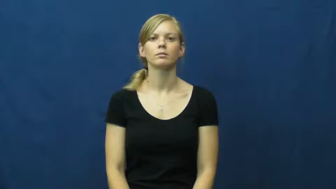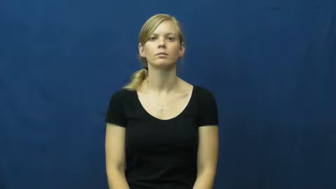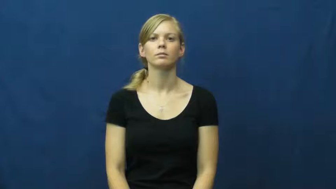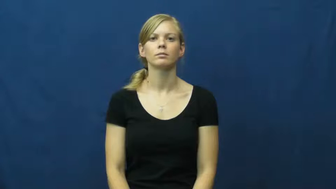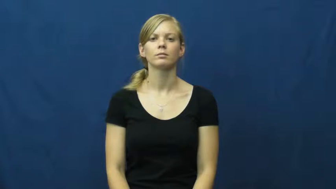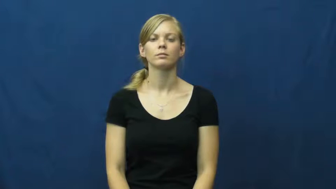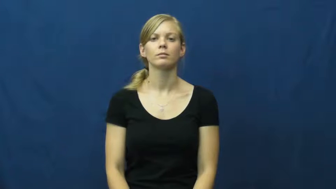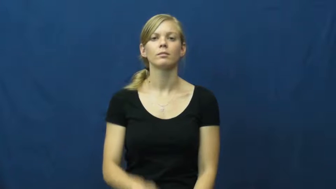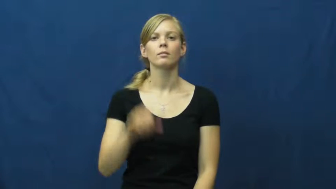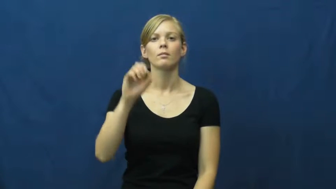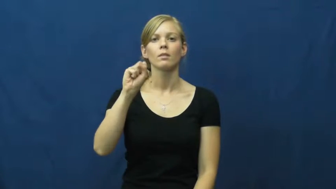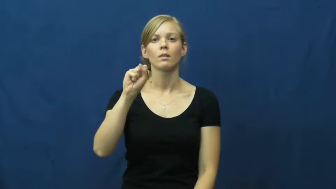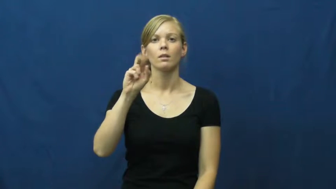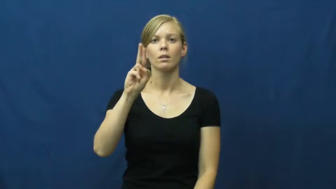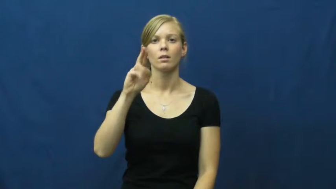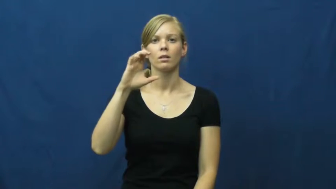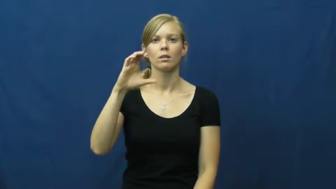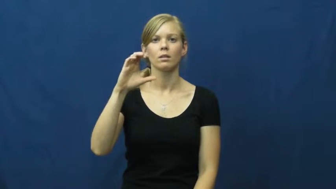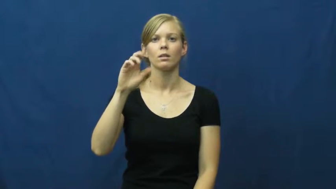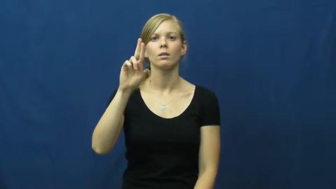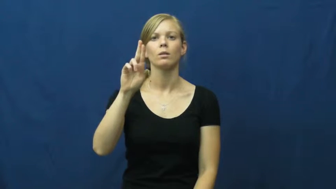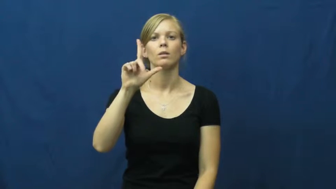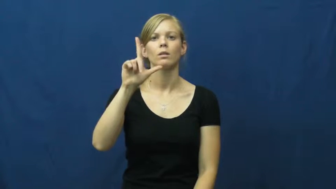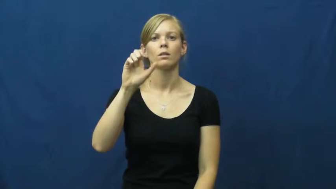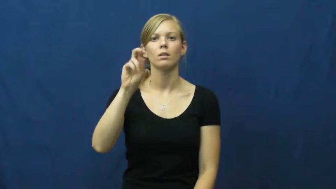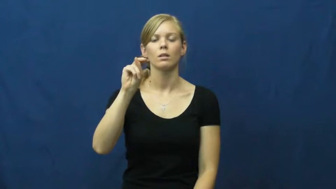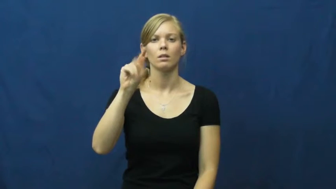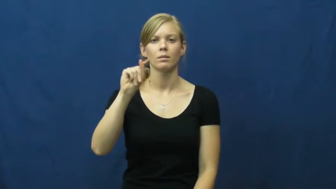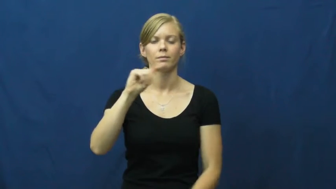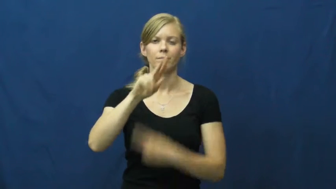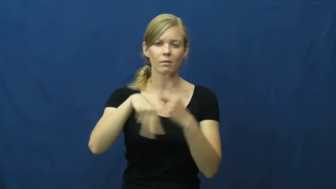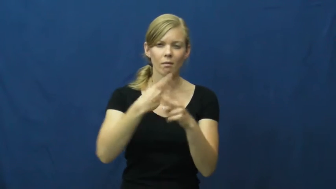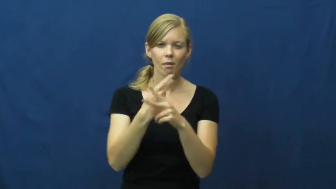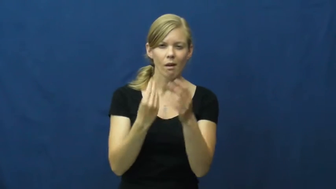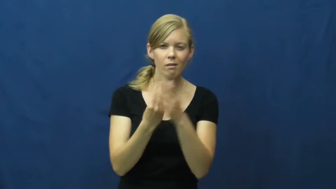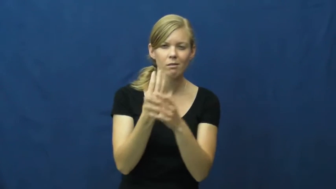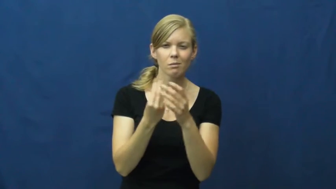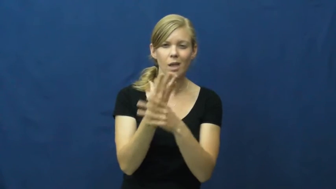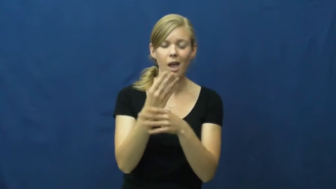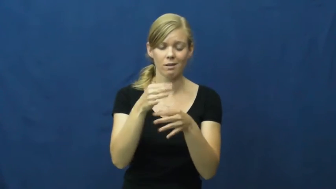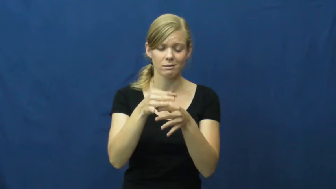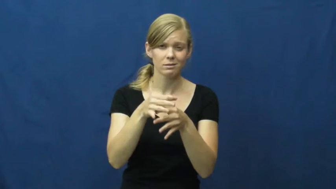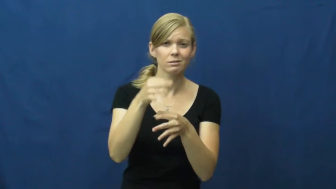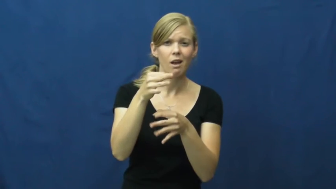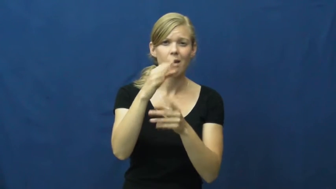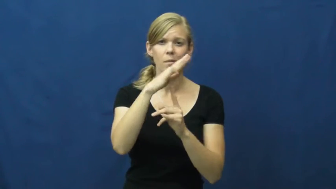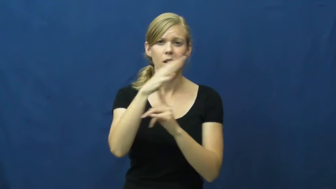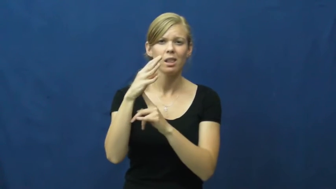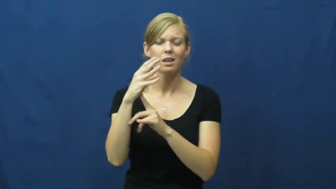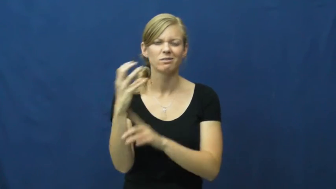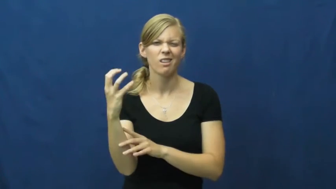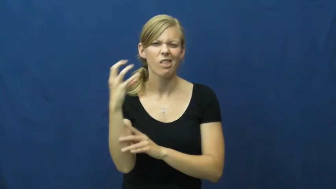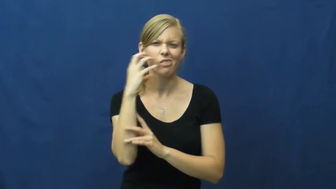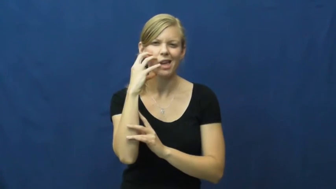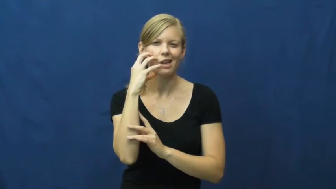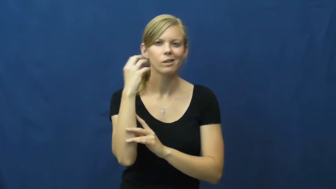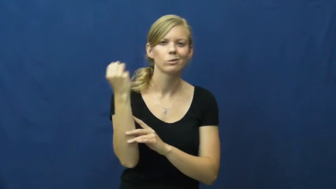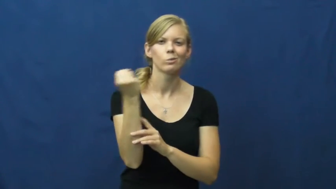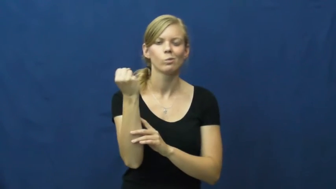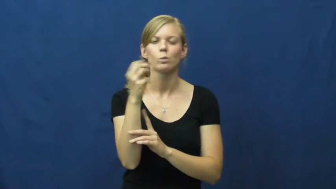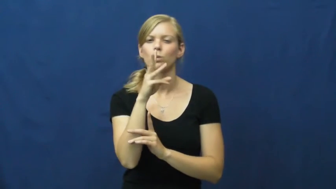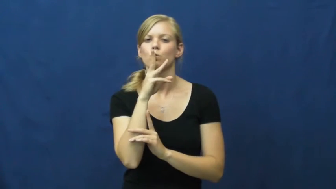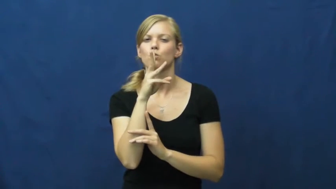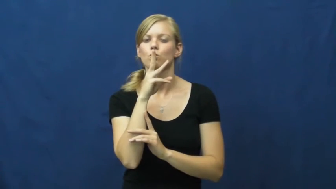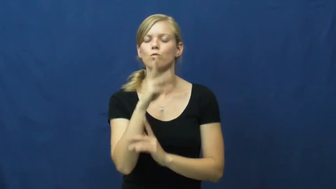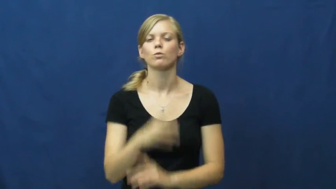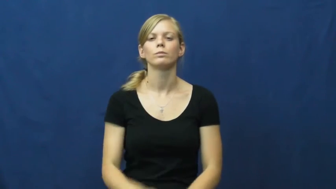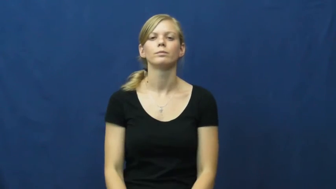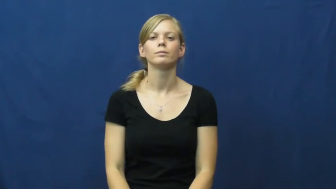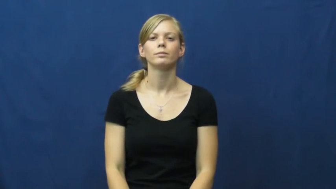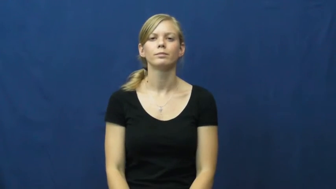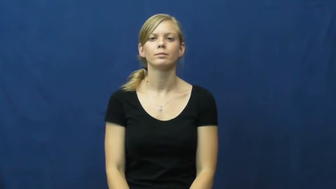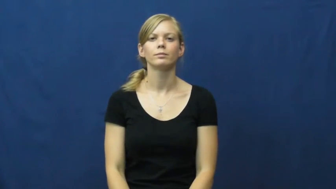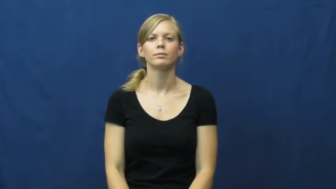succulent-plant